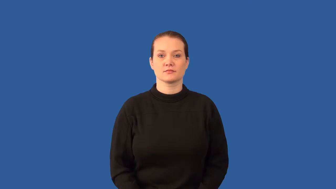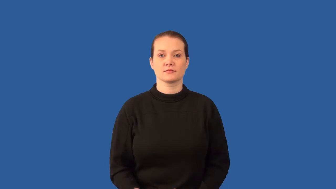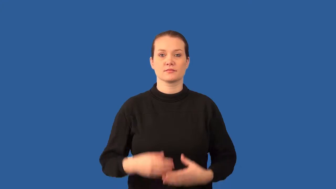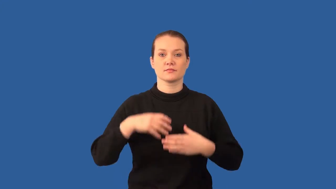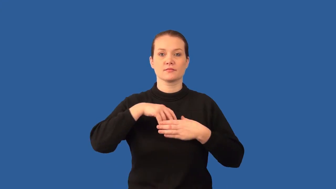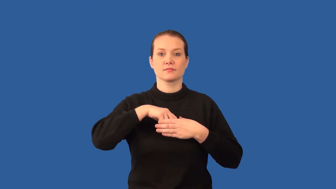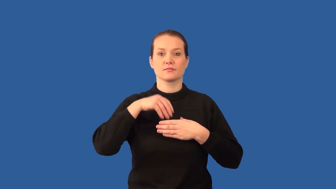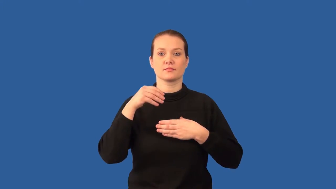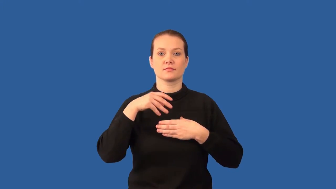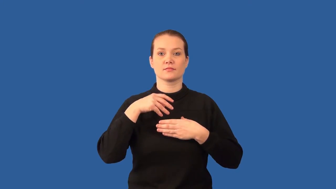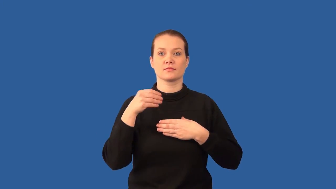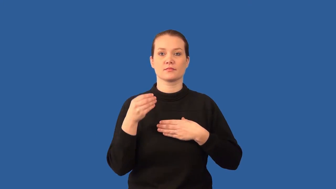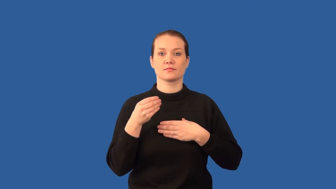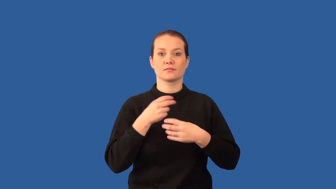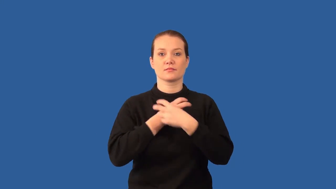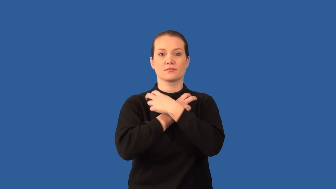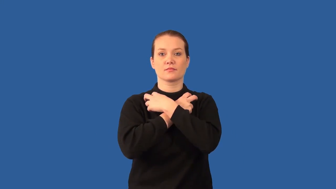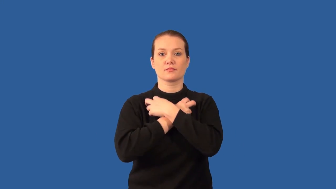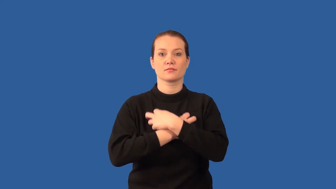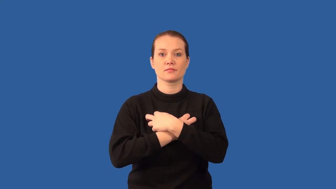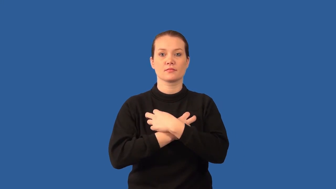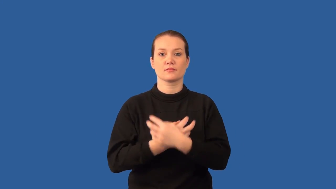exoskeleton